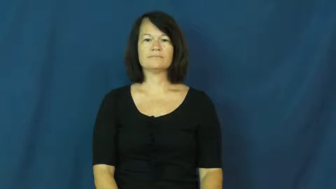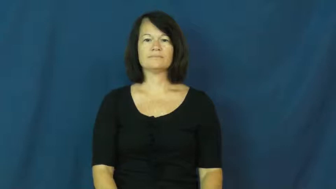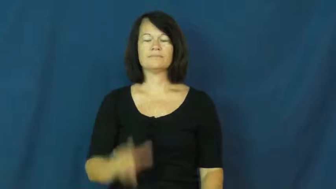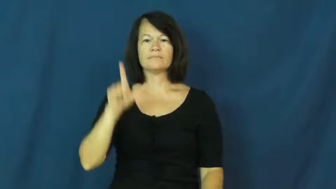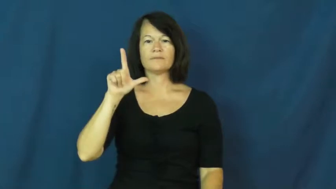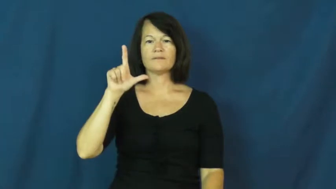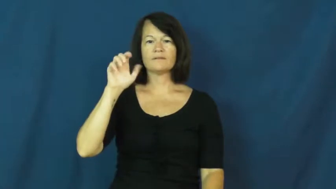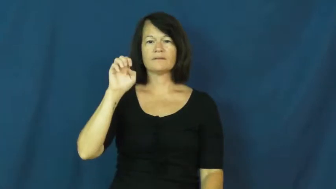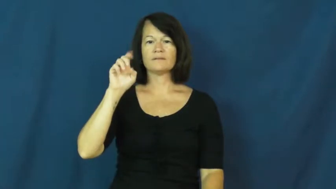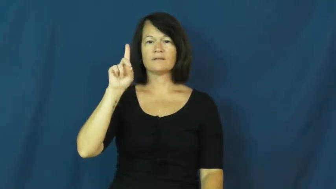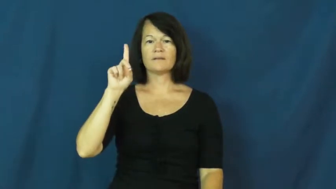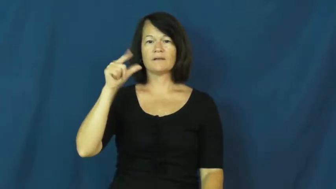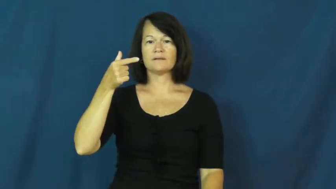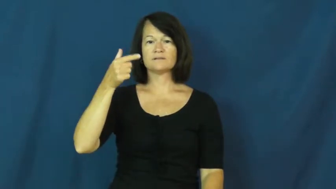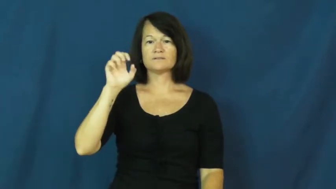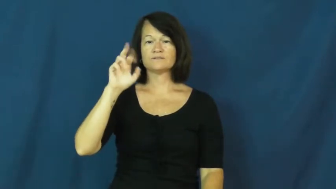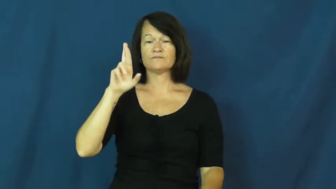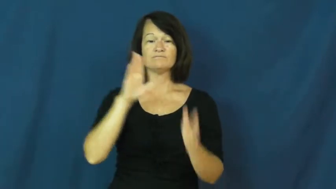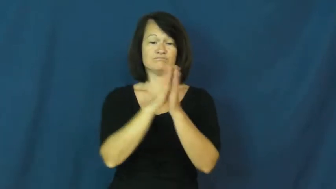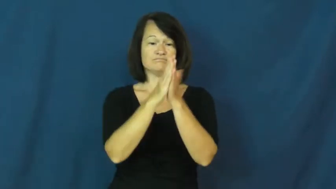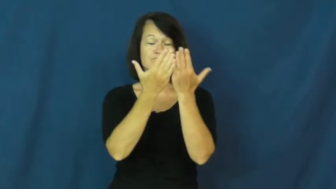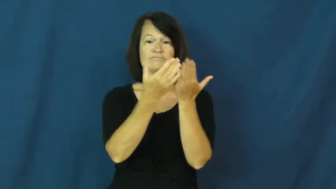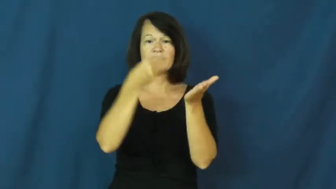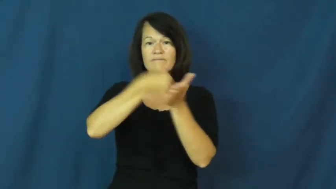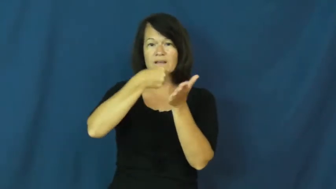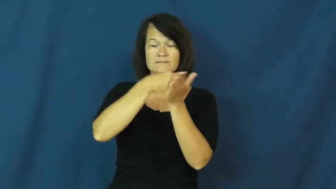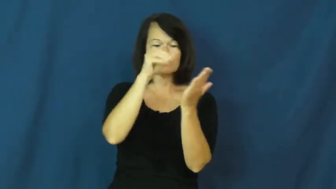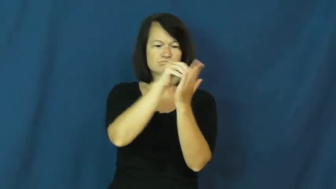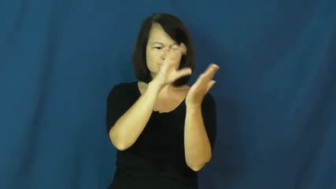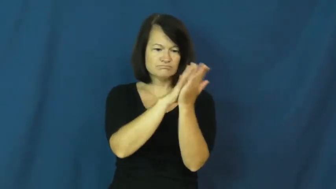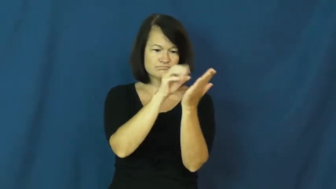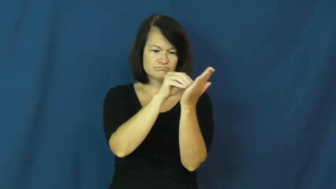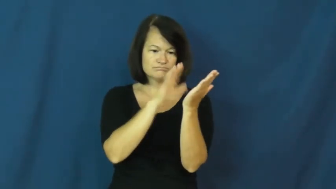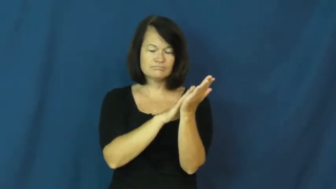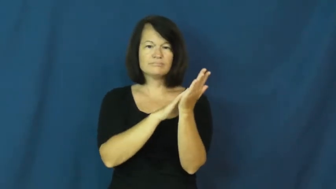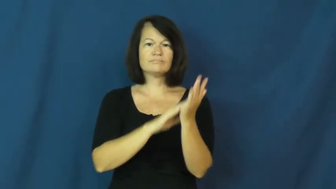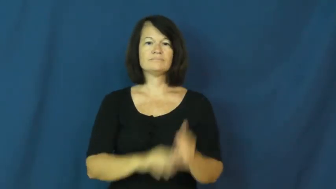ledger